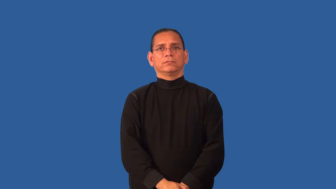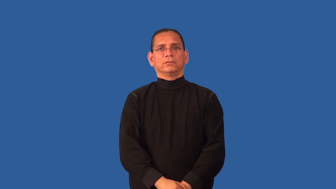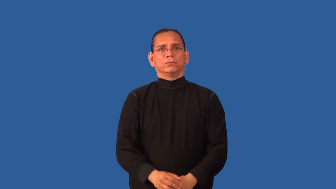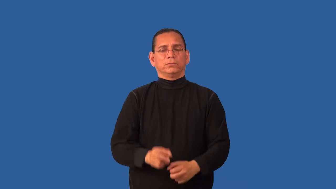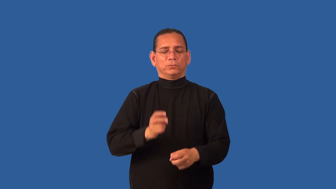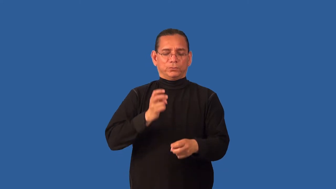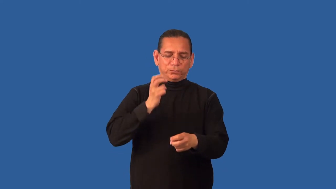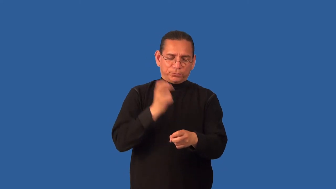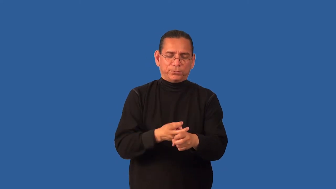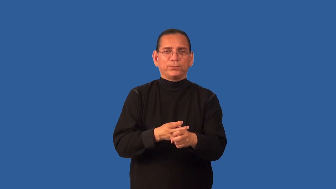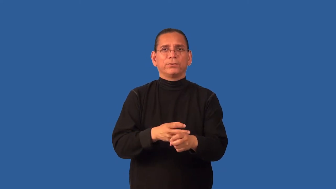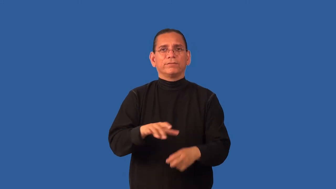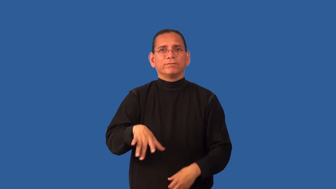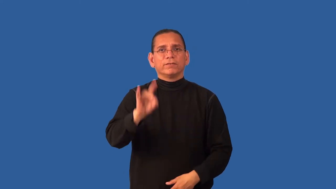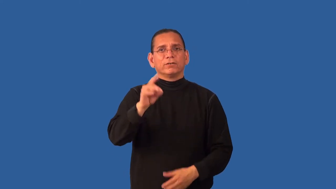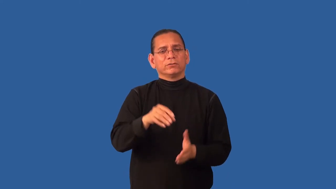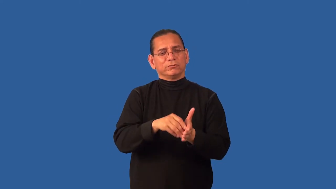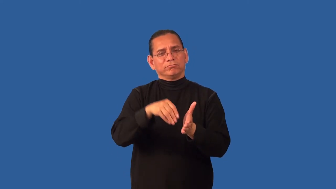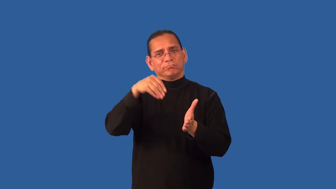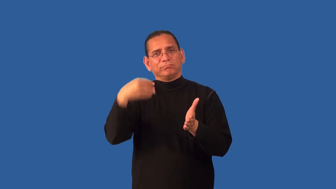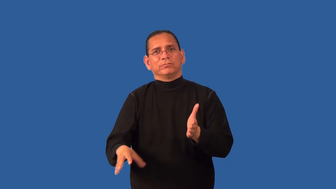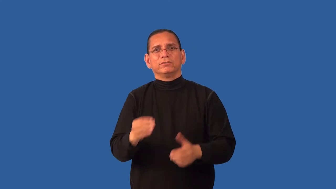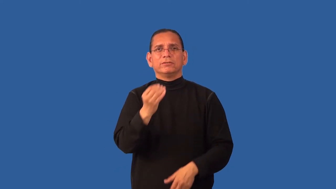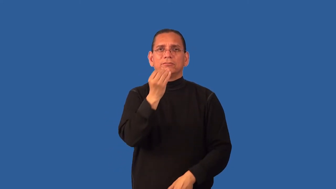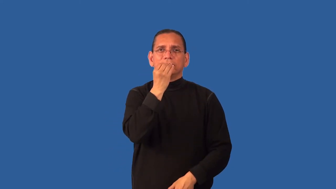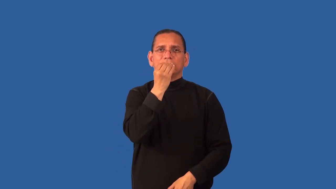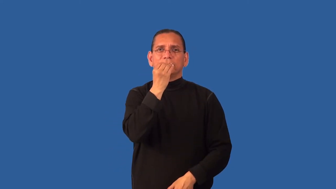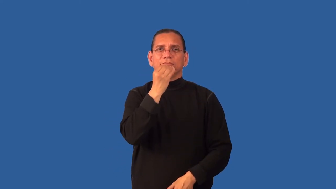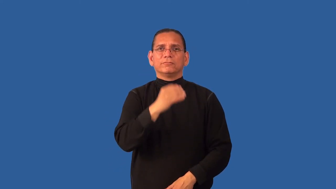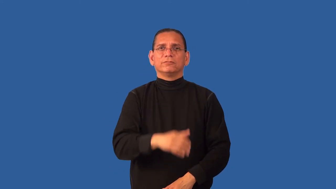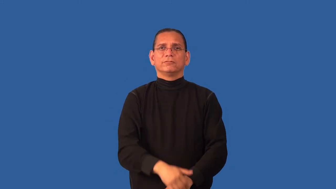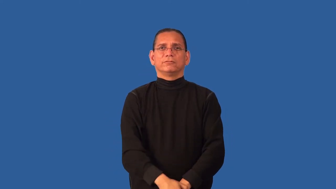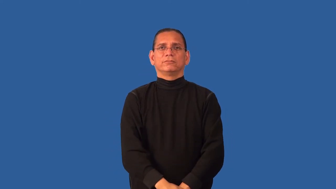delicacy